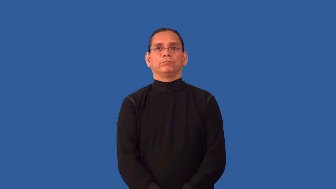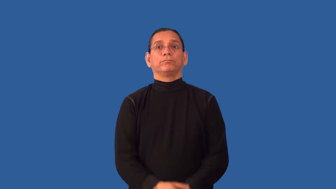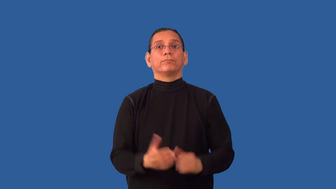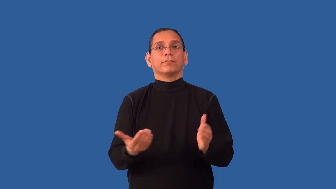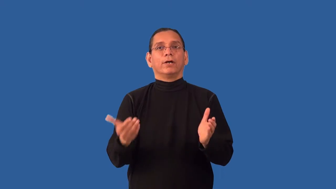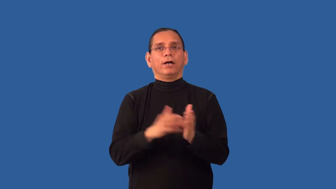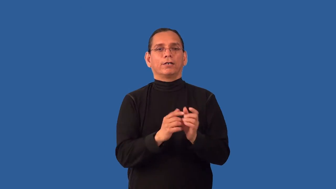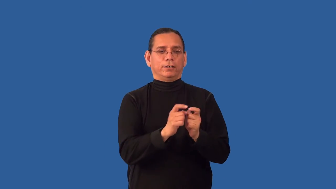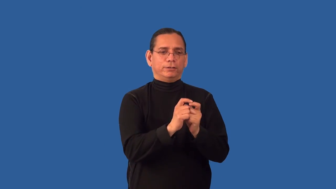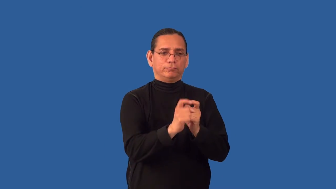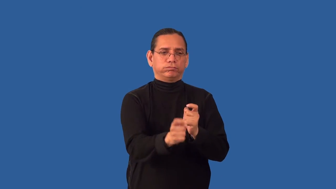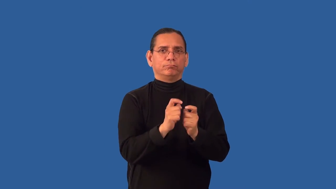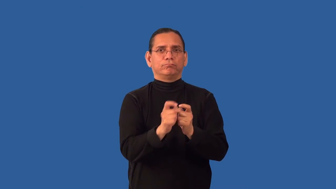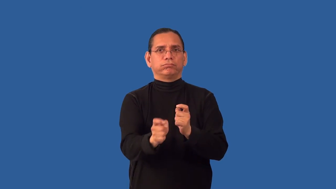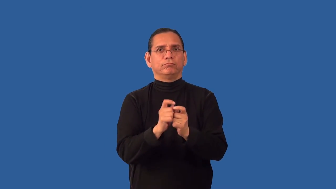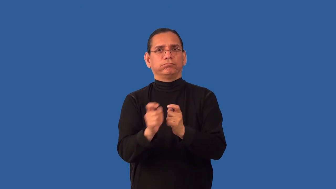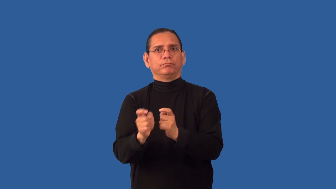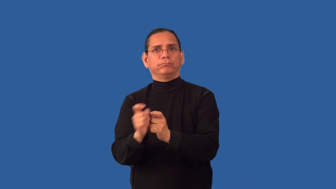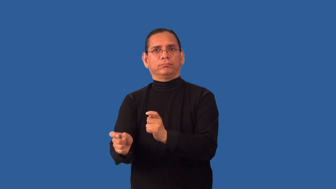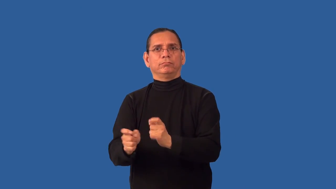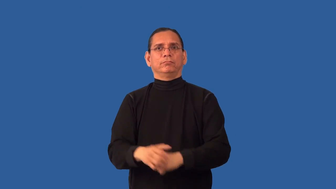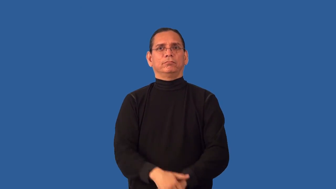recirculate-give